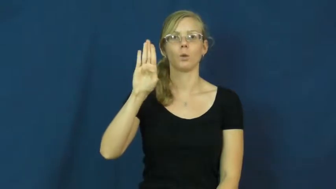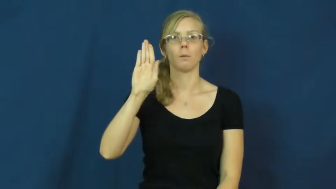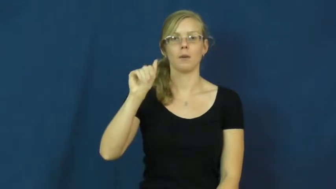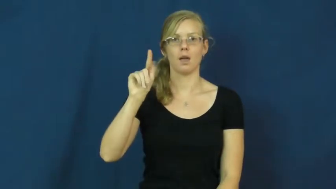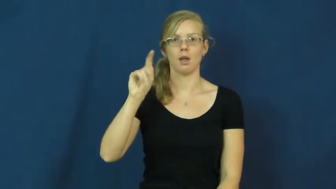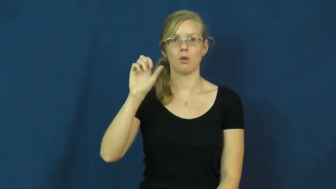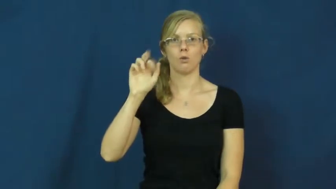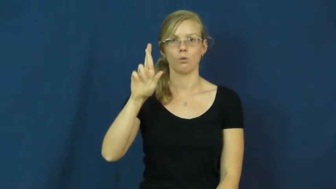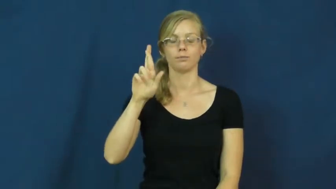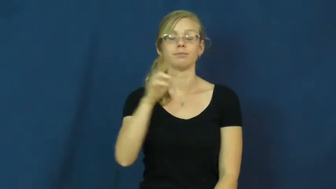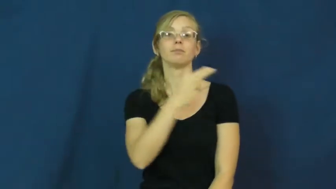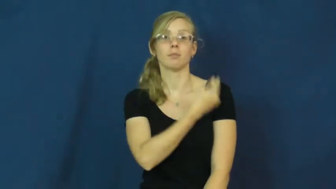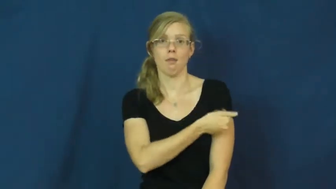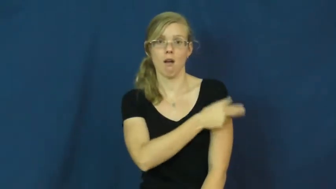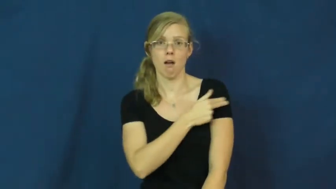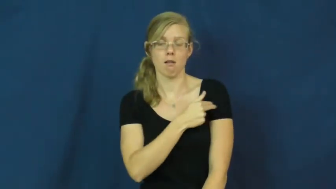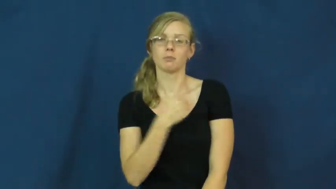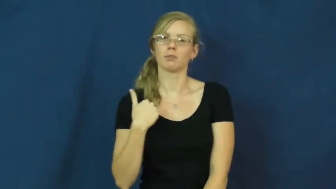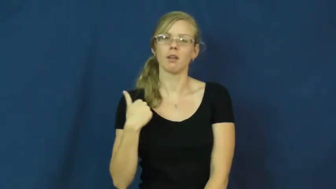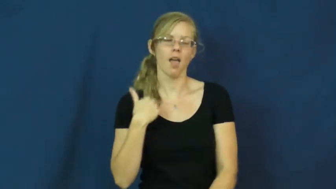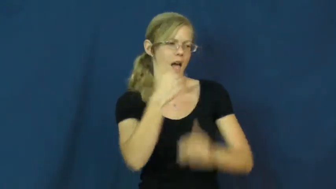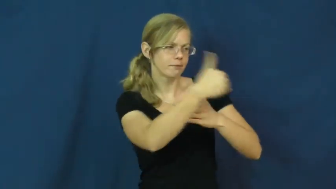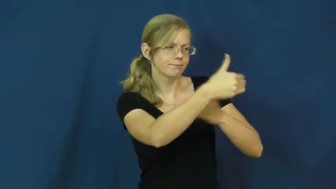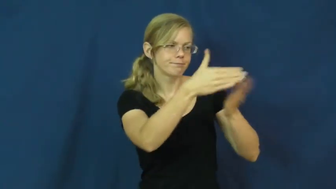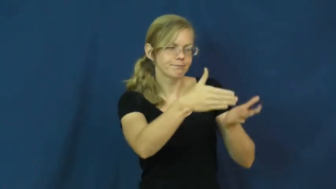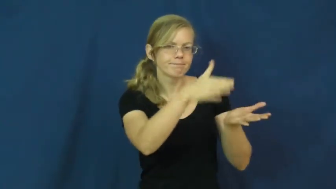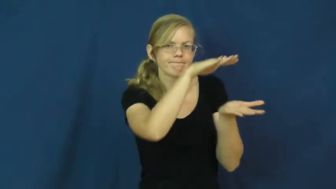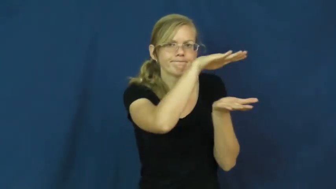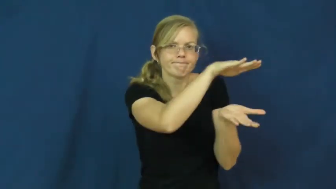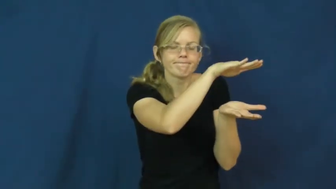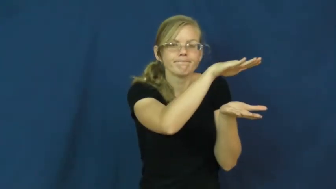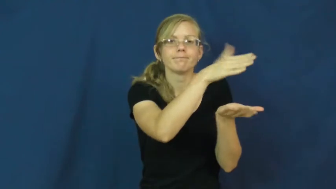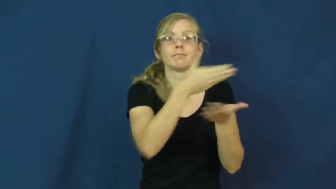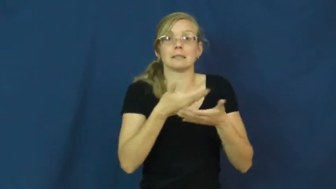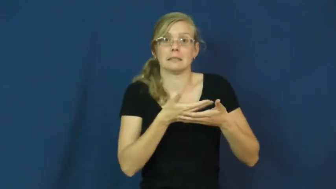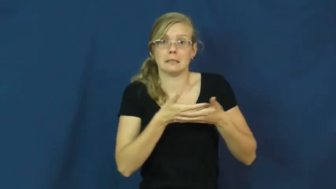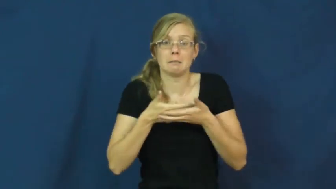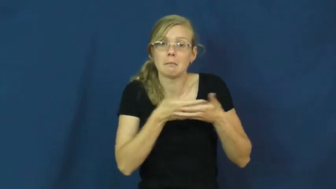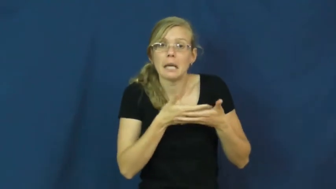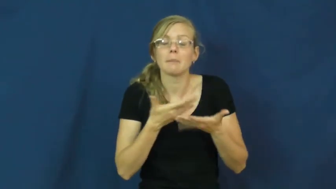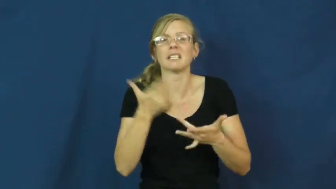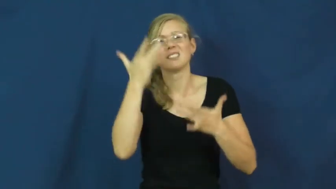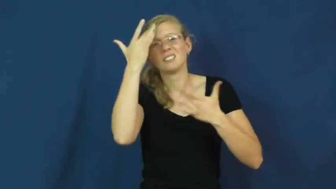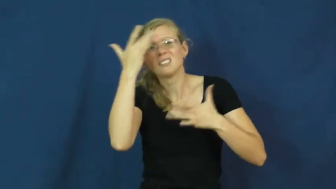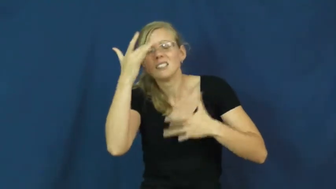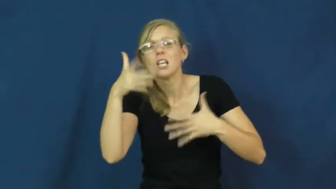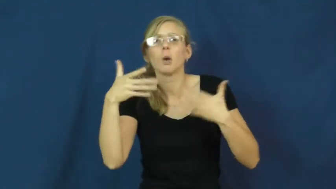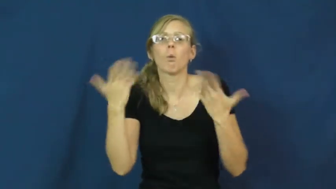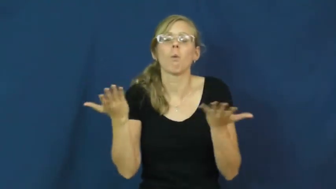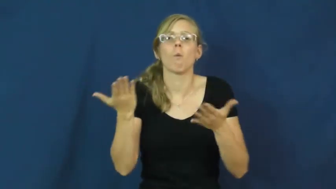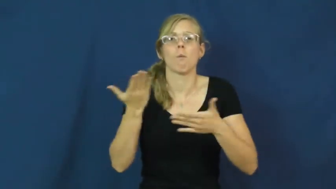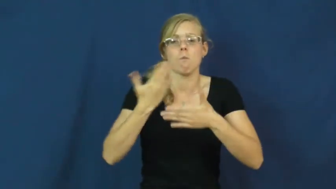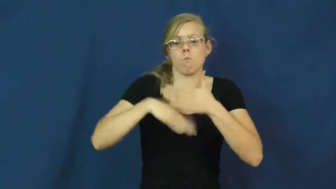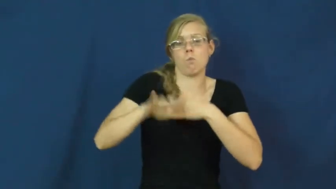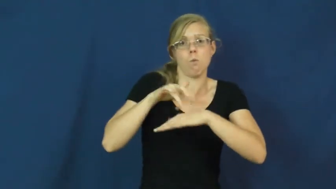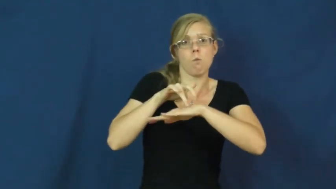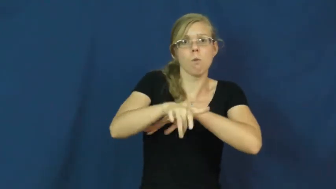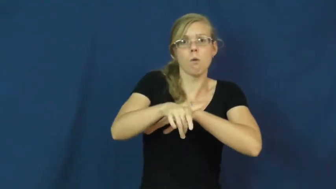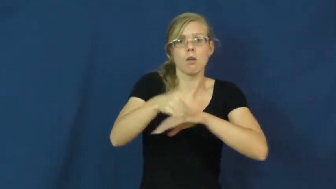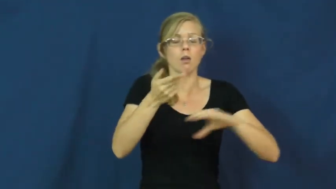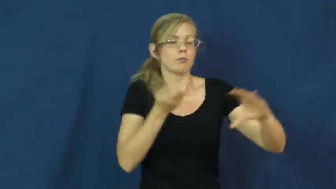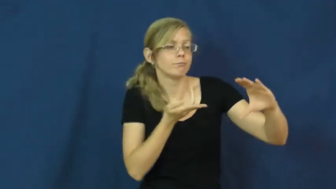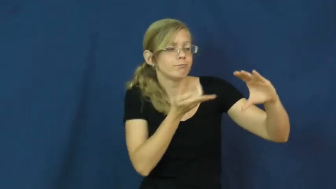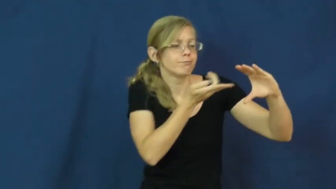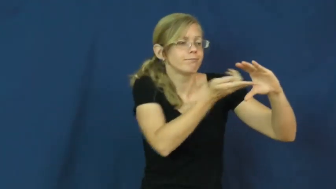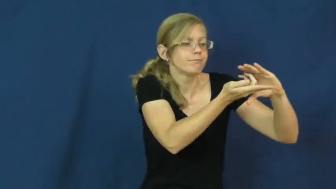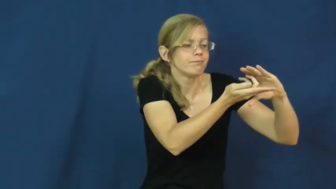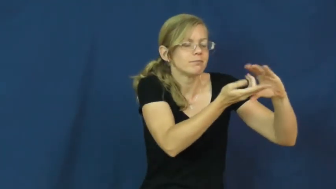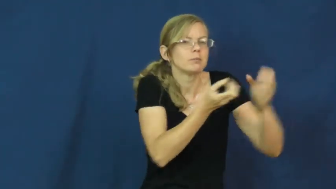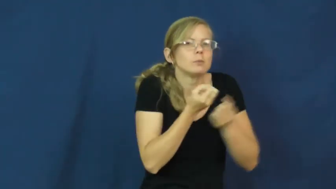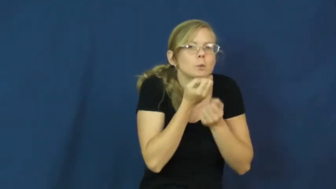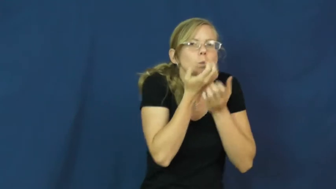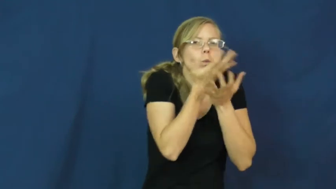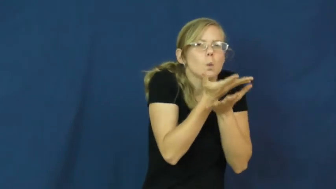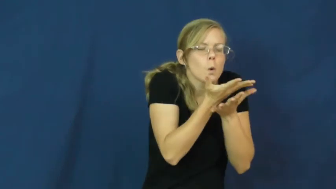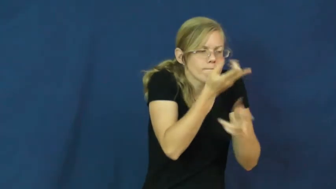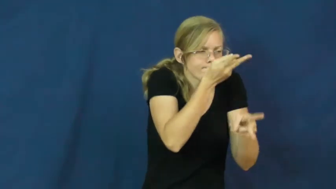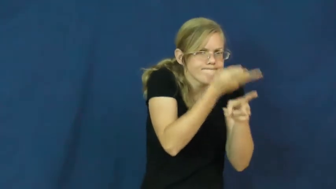incubator-hospital